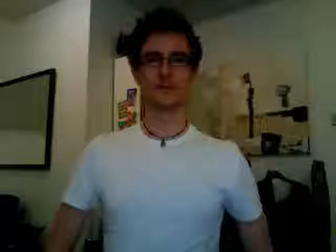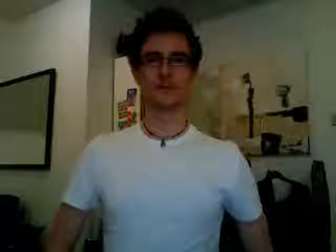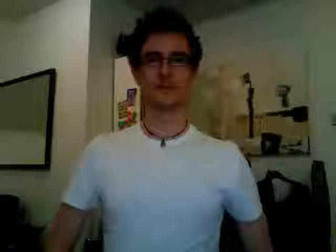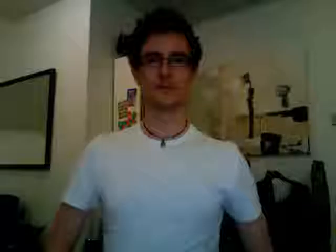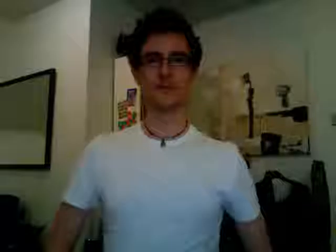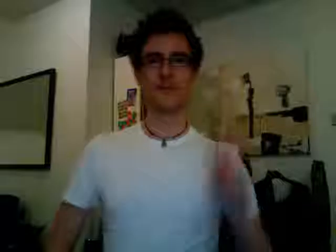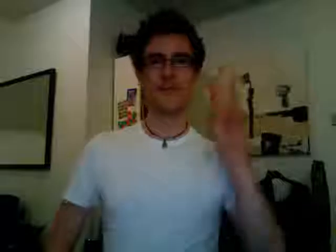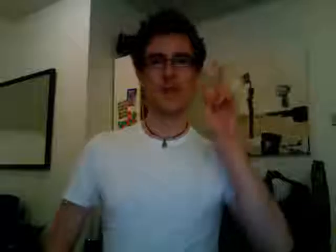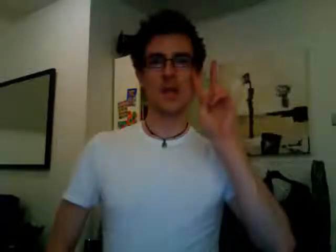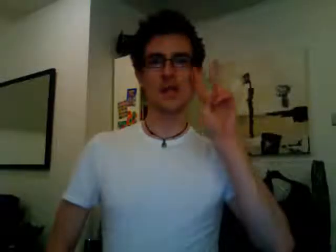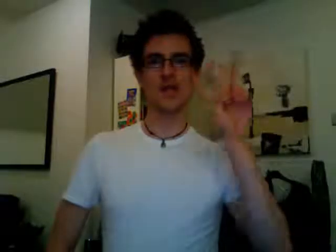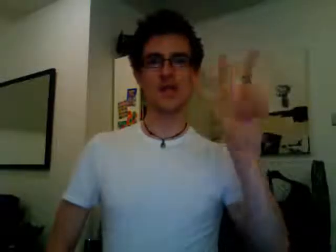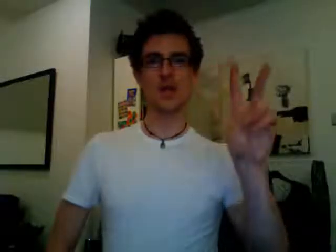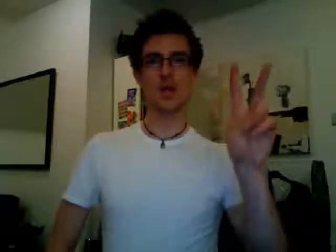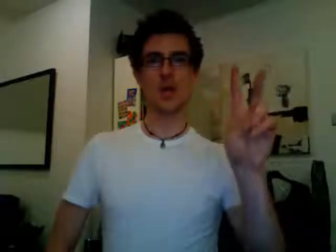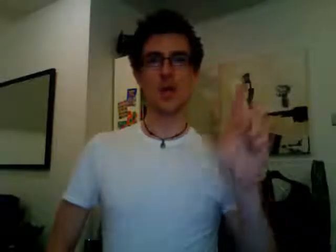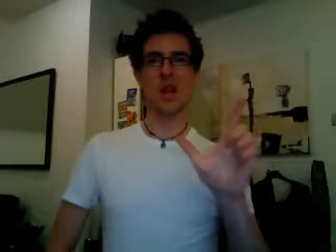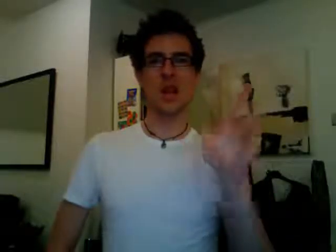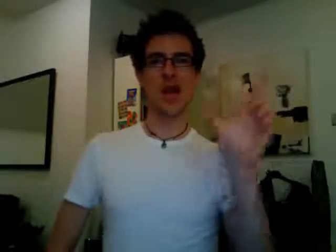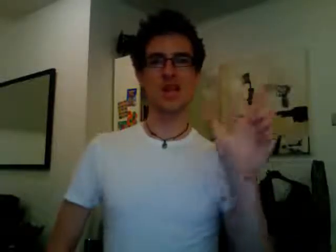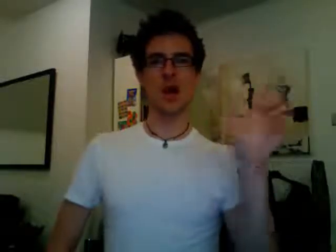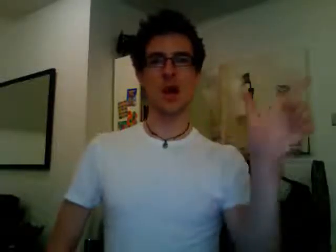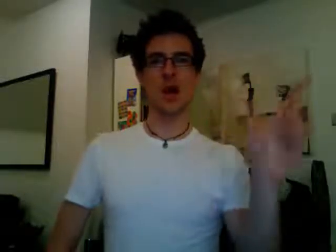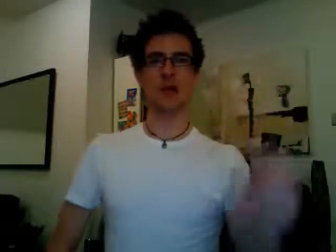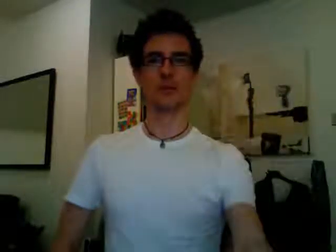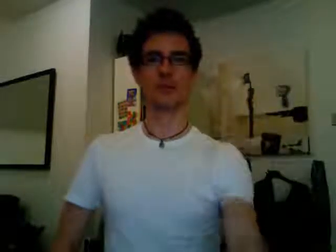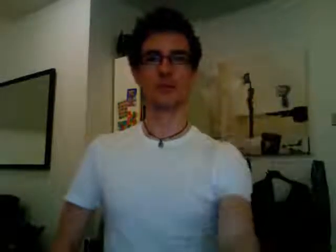see you later